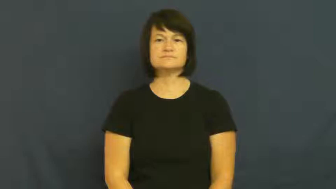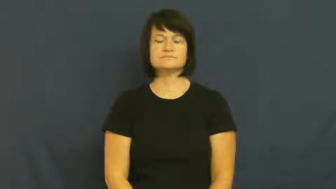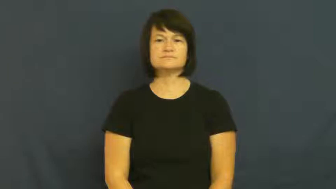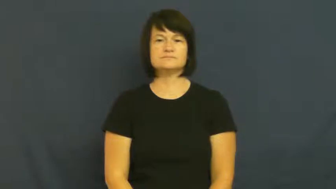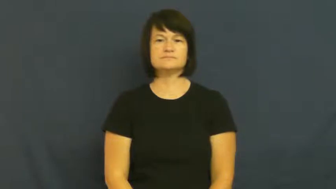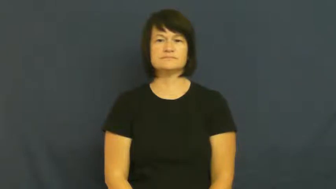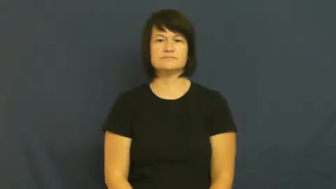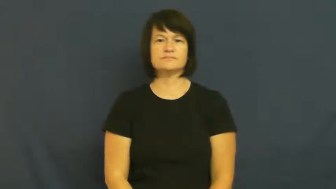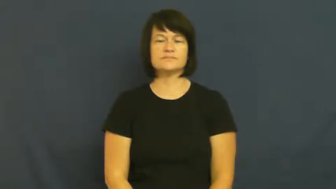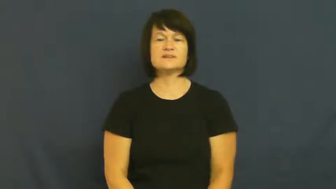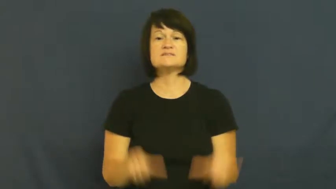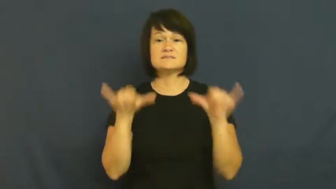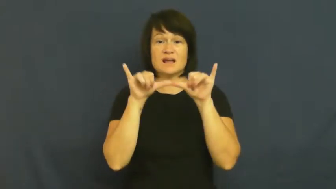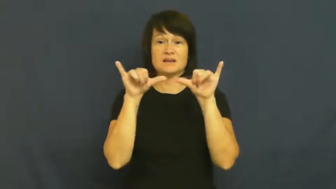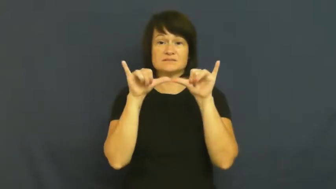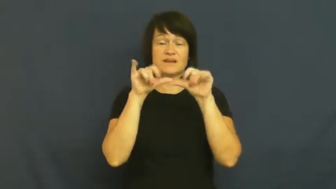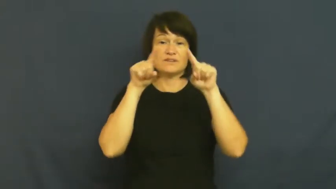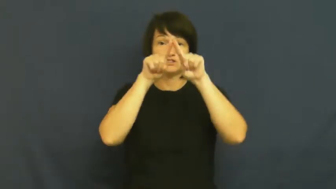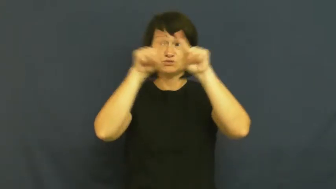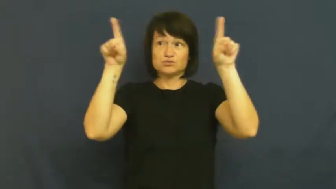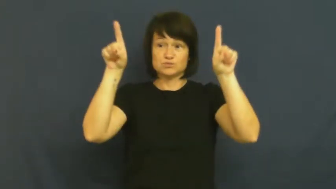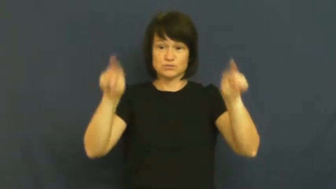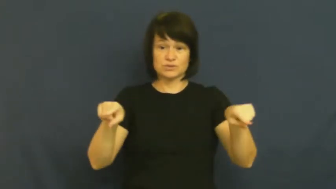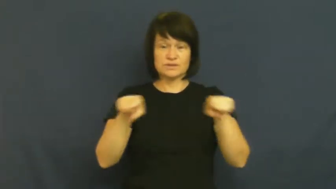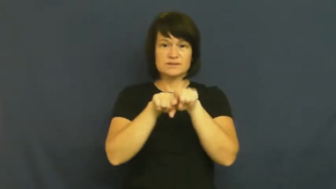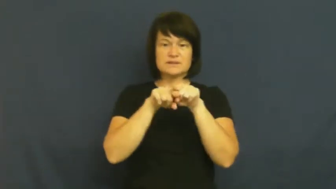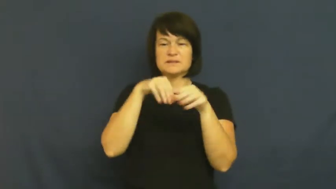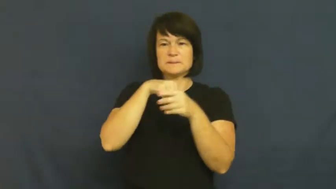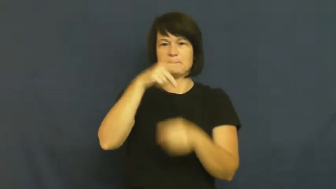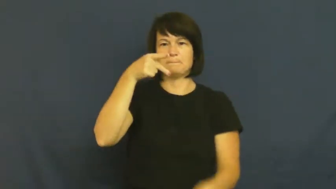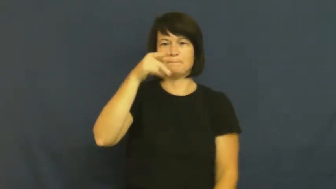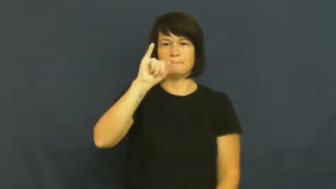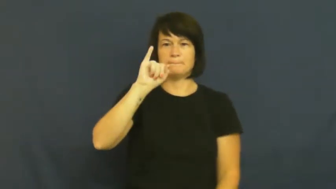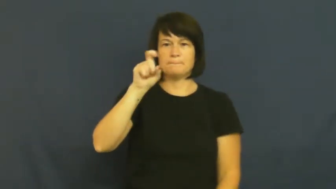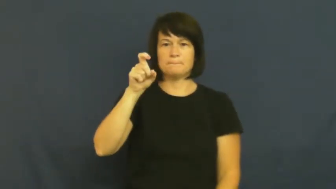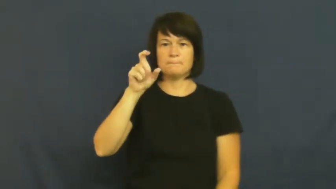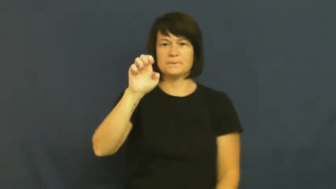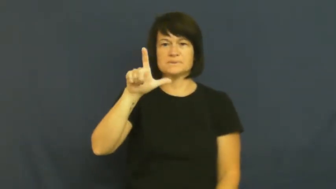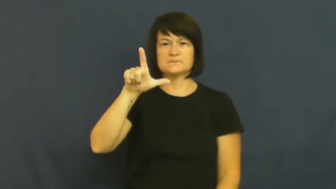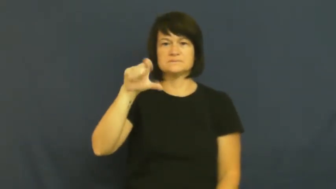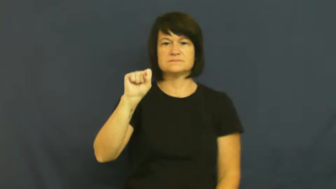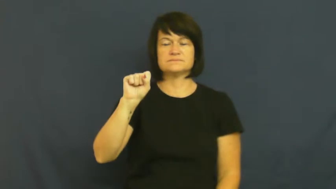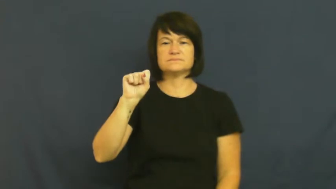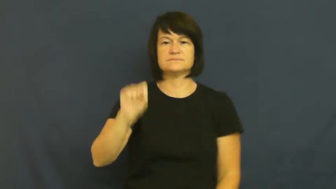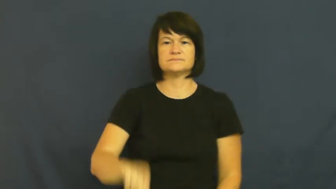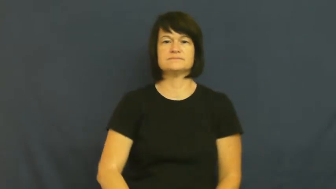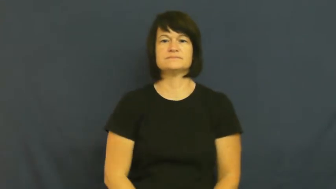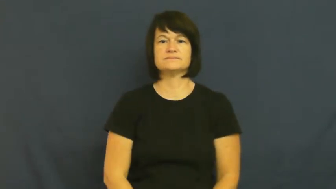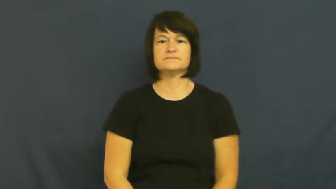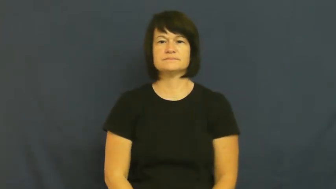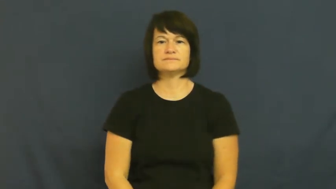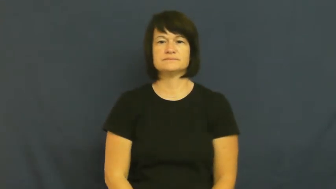resolution-pixels